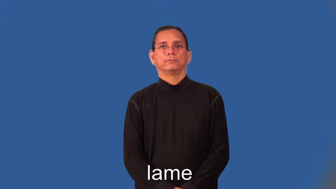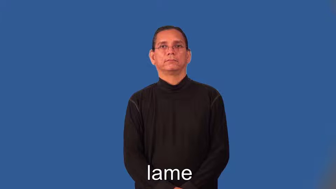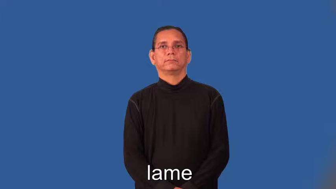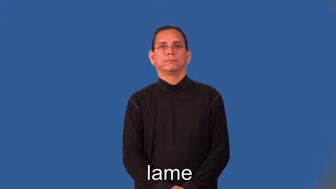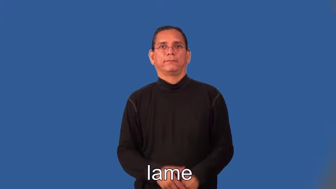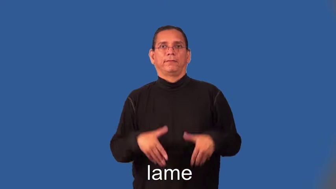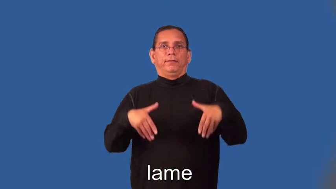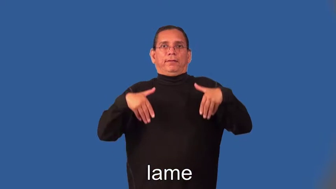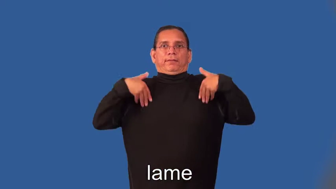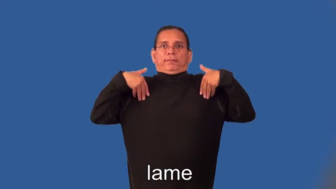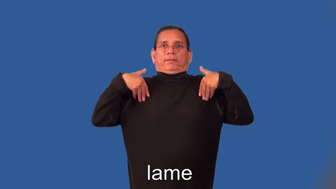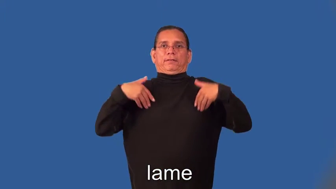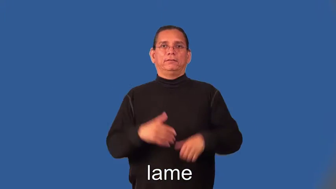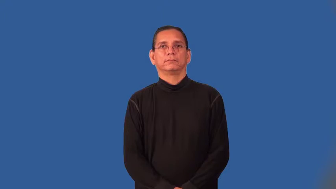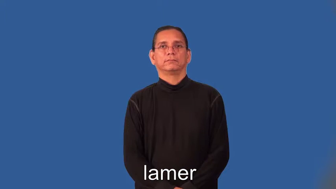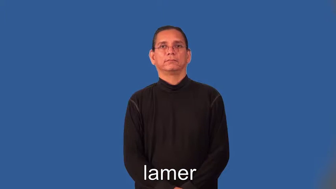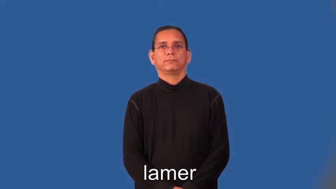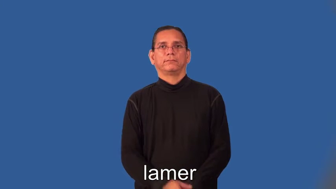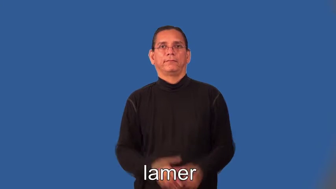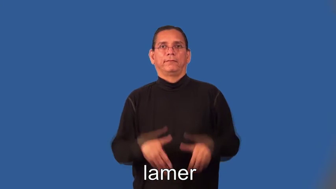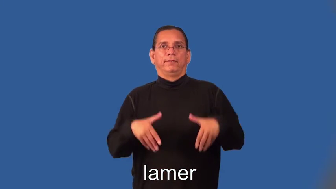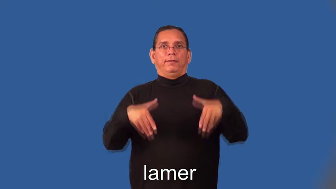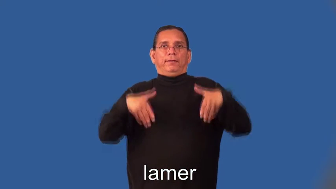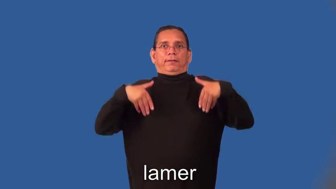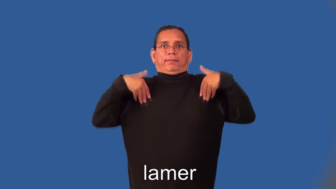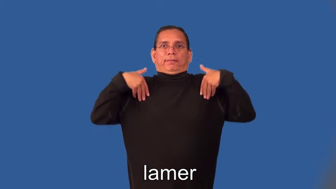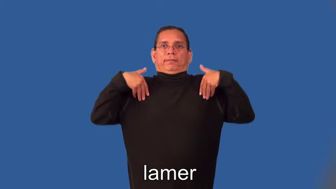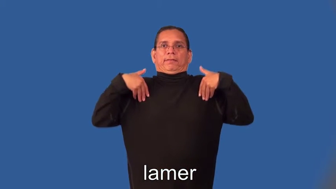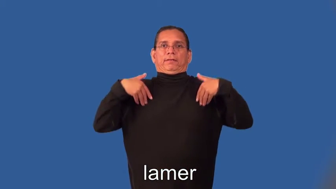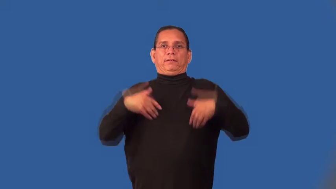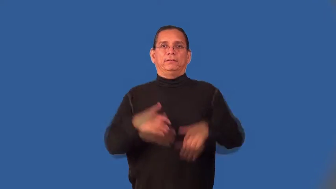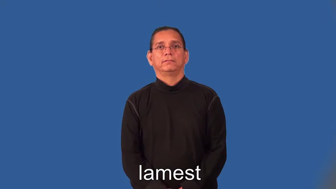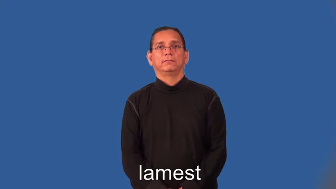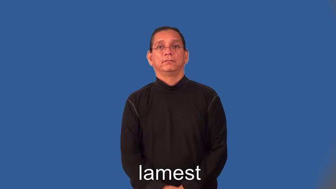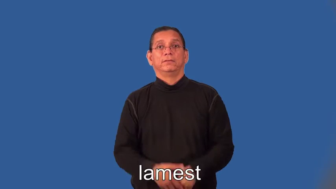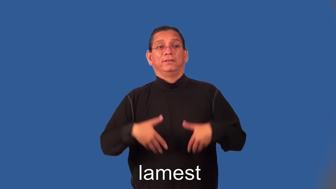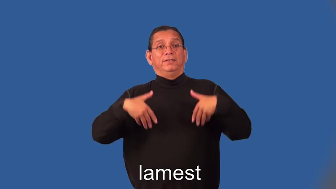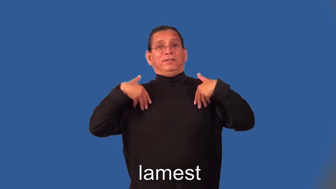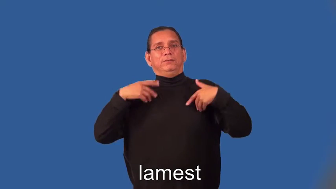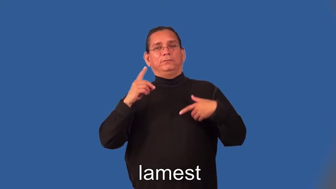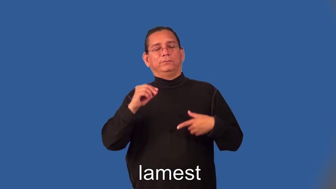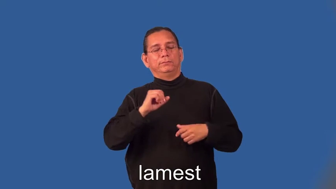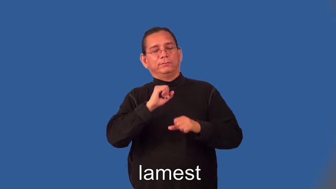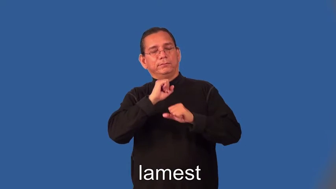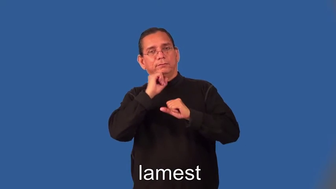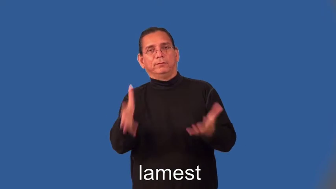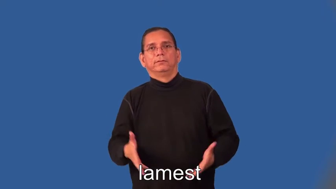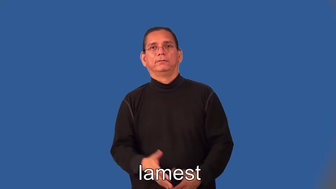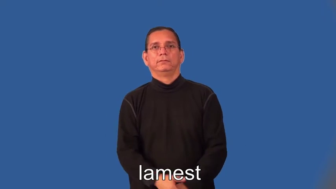lamer,lamest-inept socially